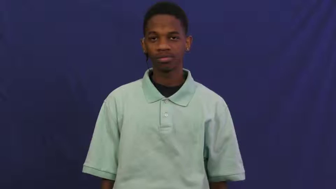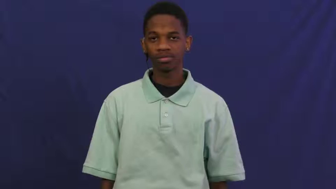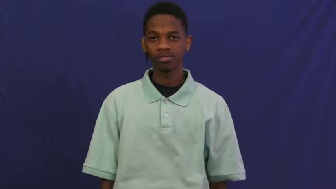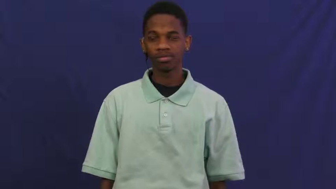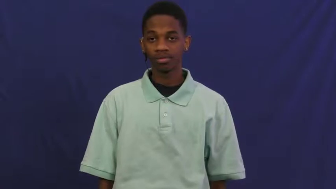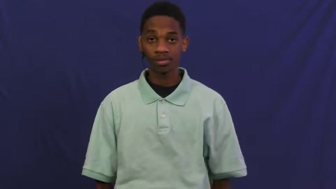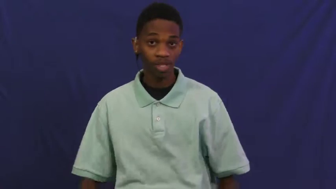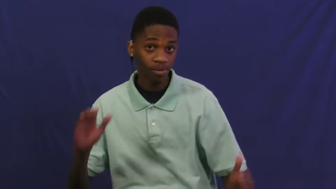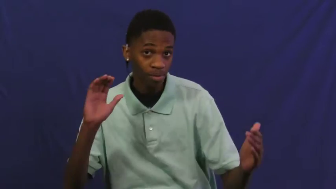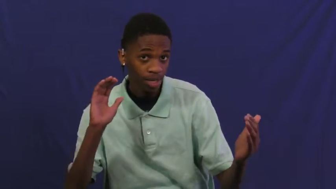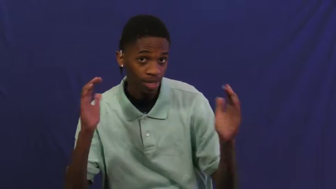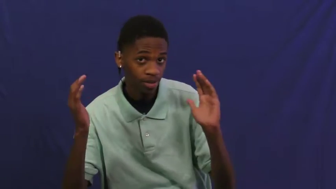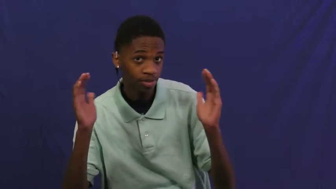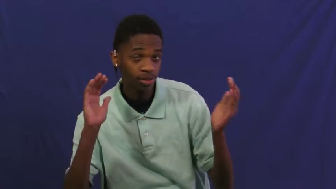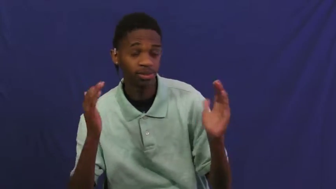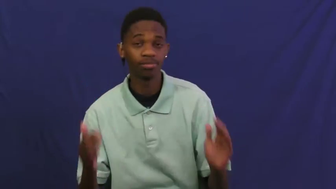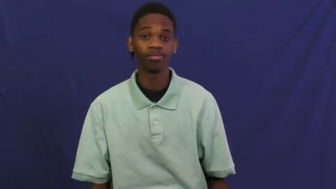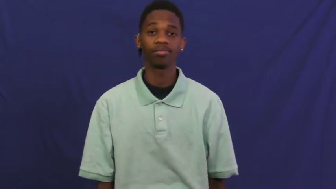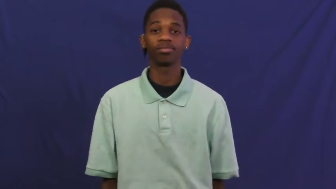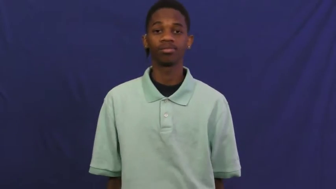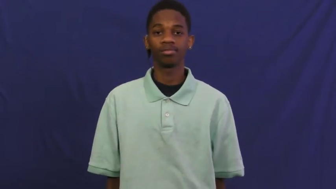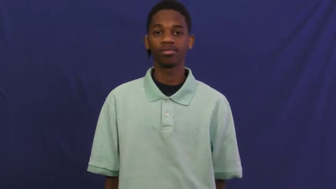measure against